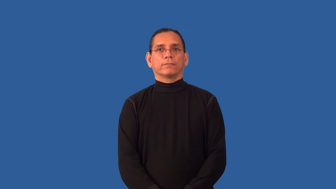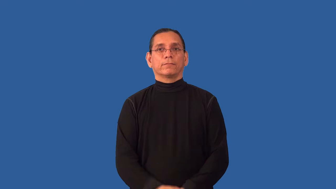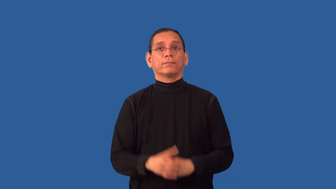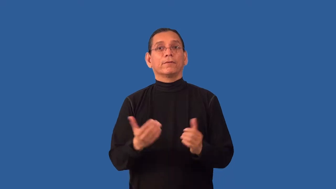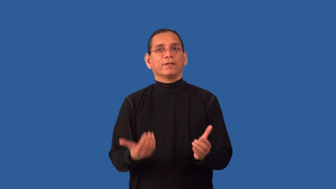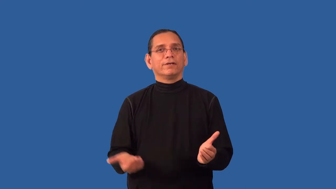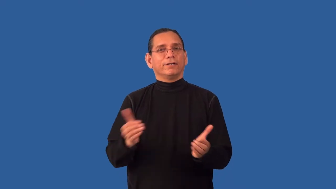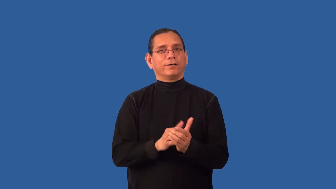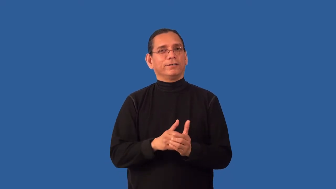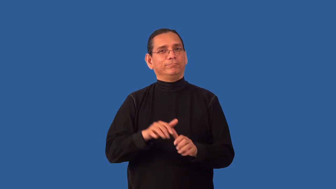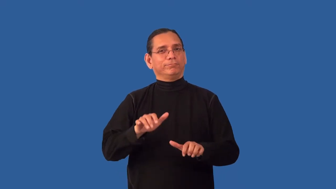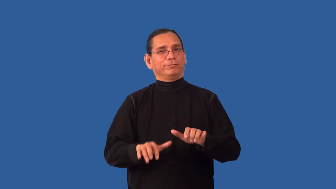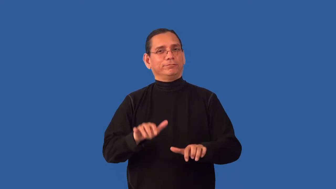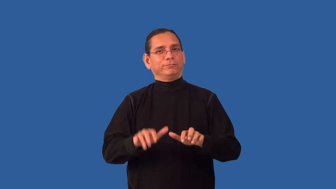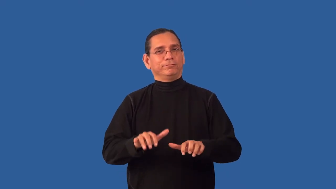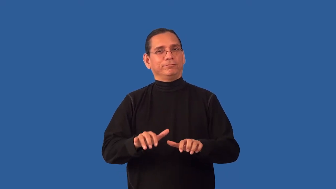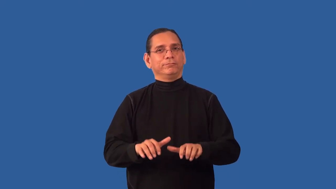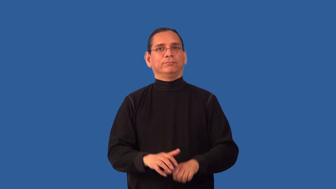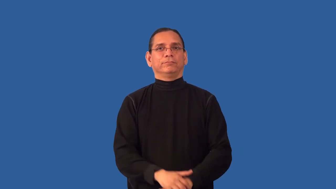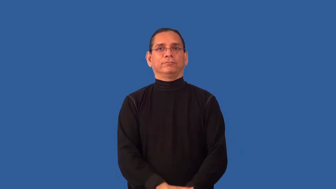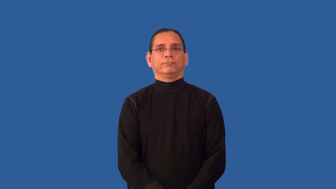reenter,retype